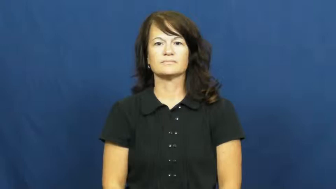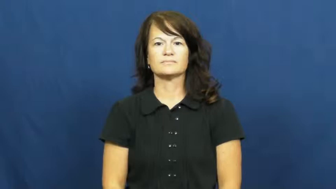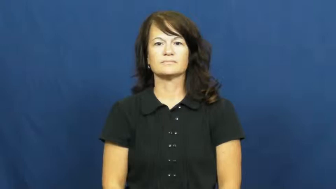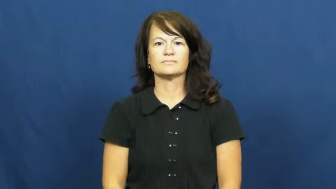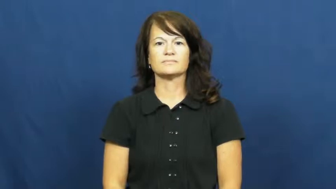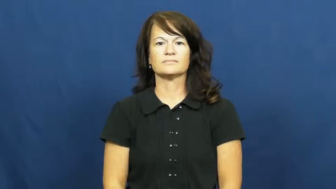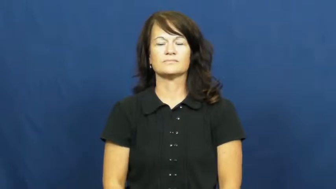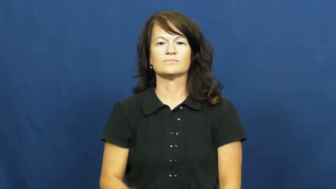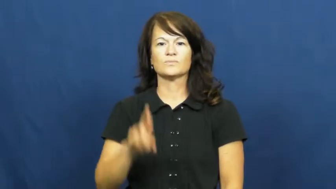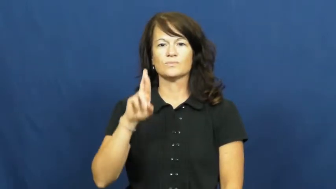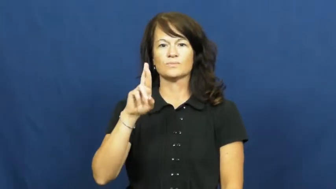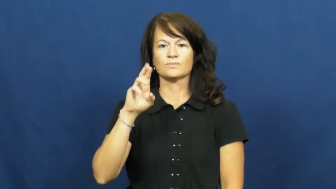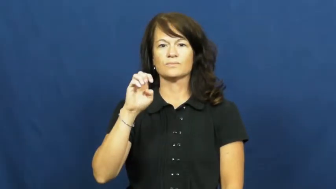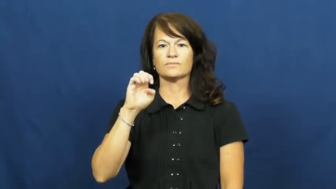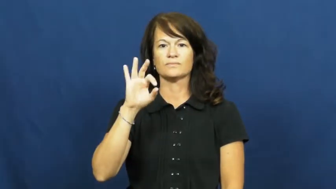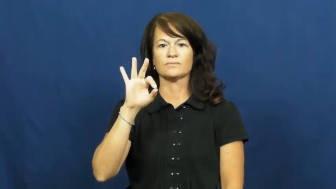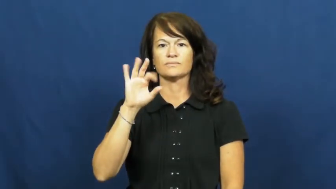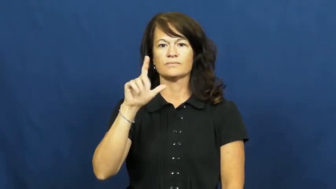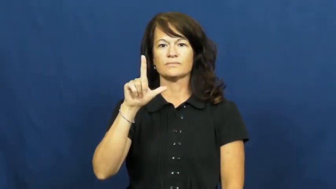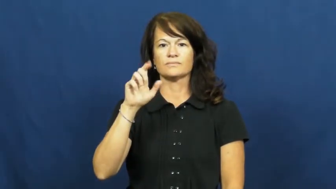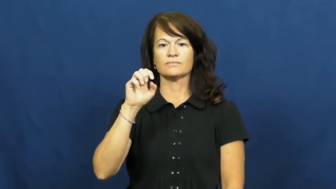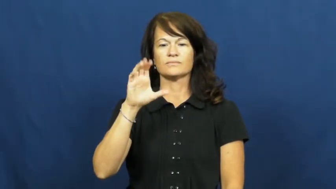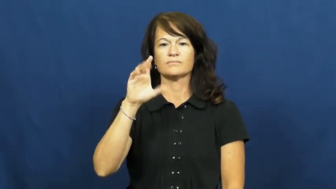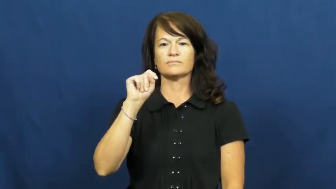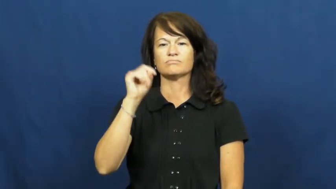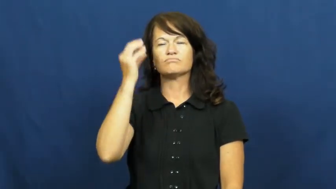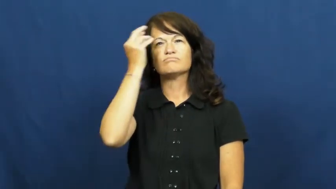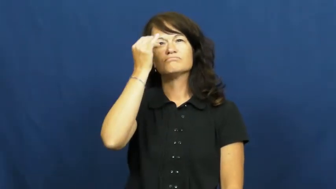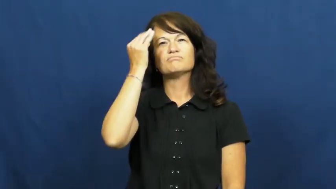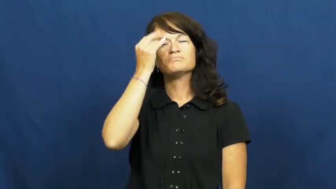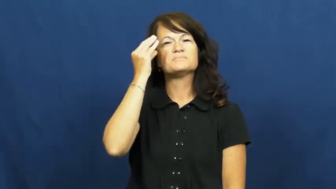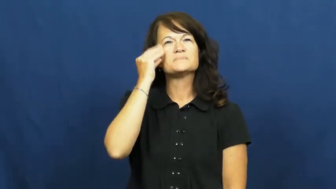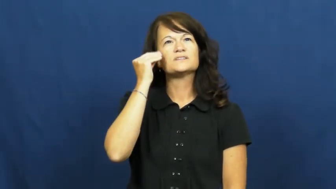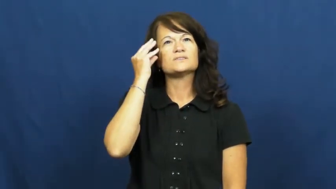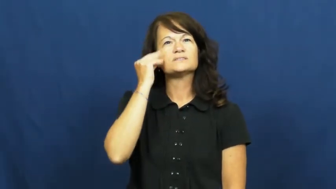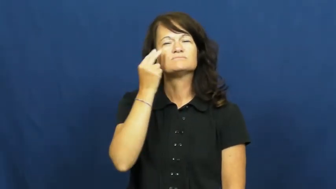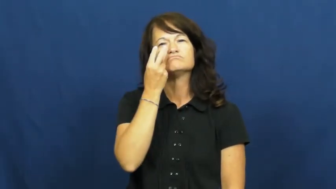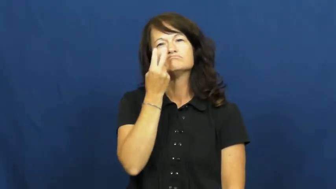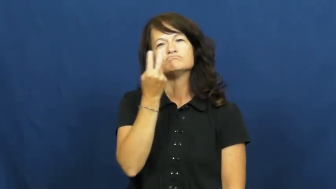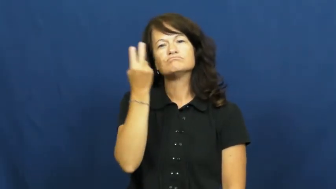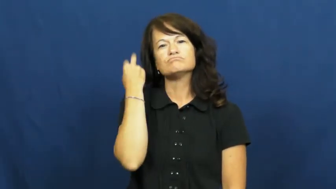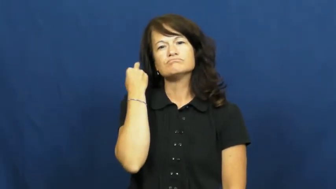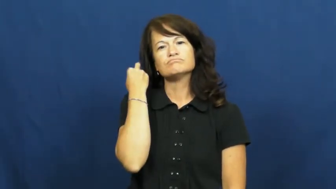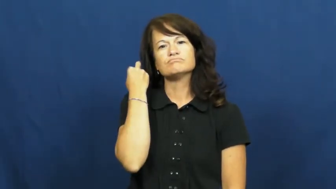reflect,reflect on,think back on